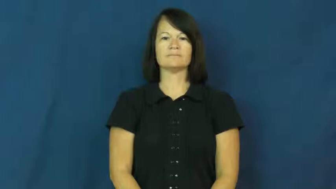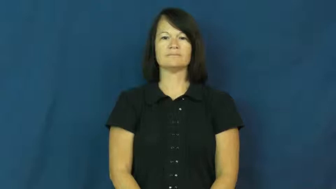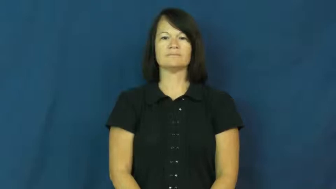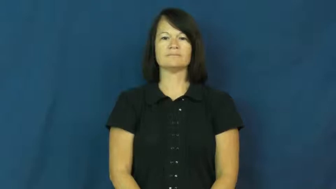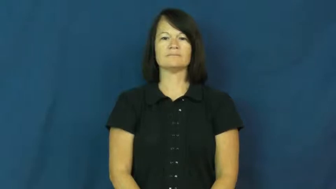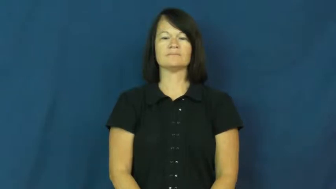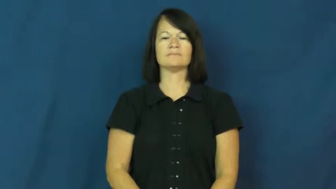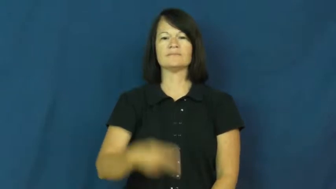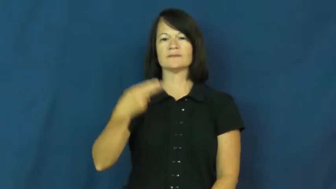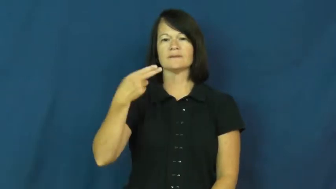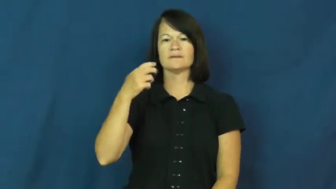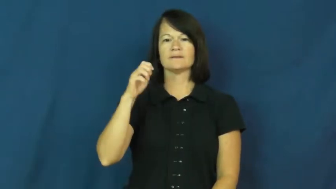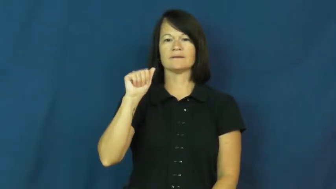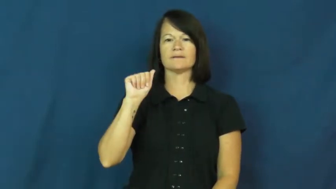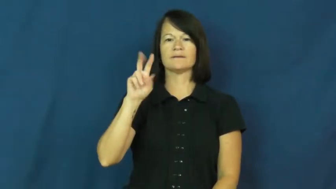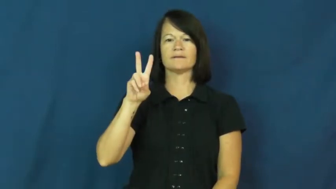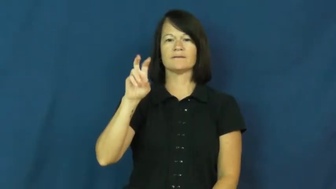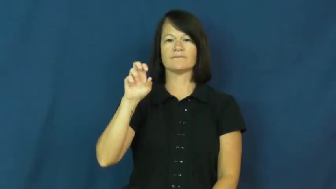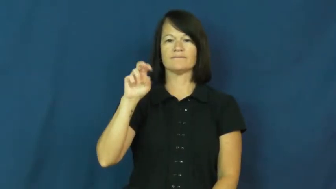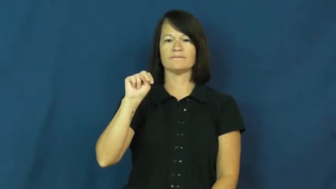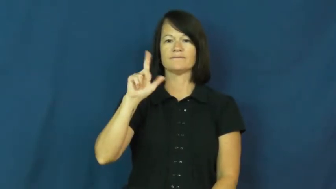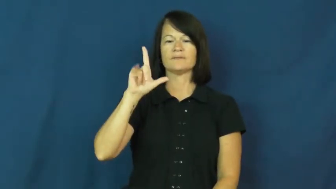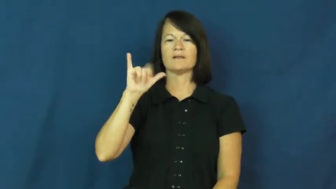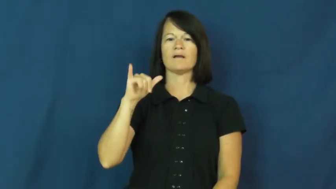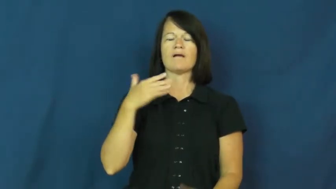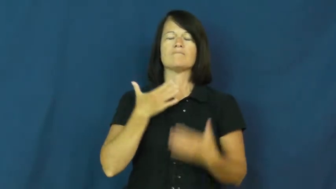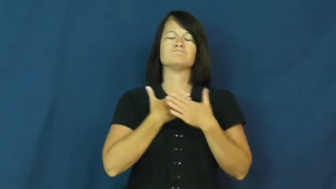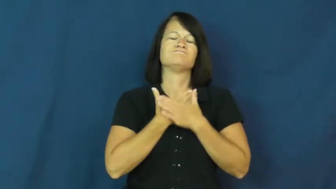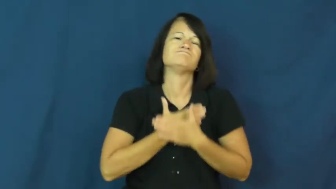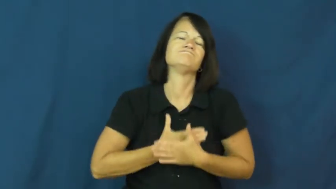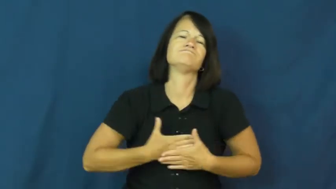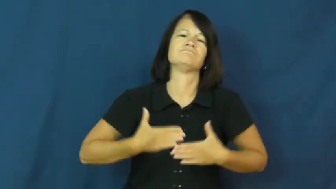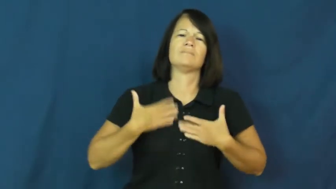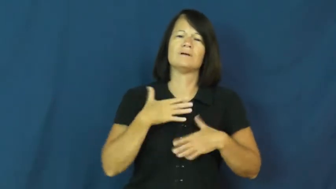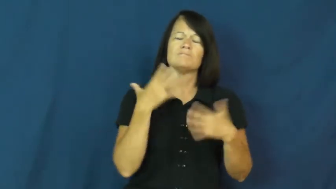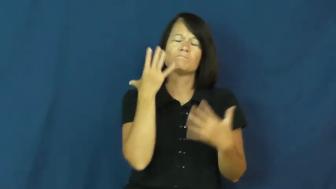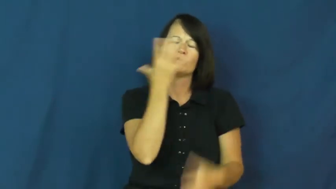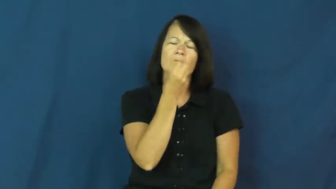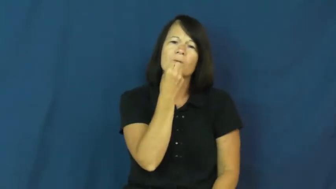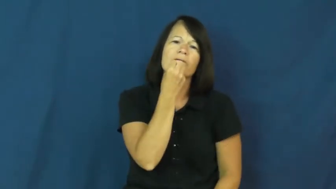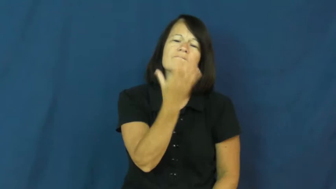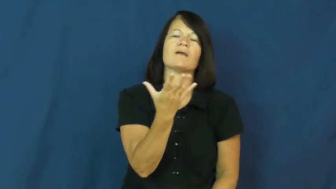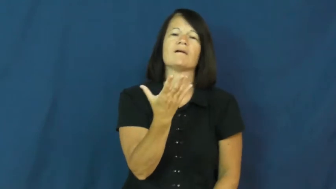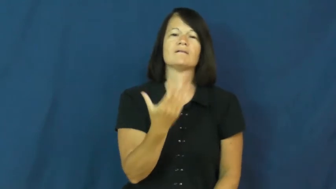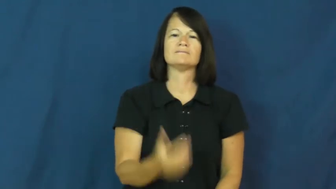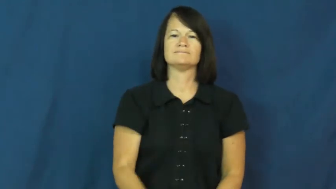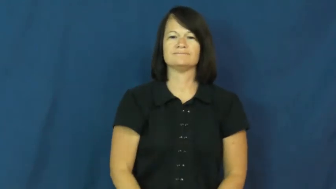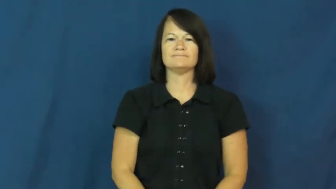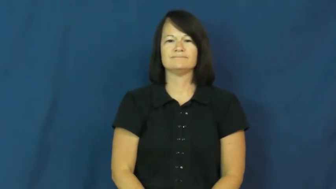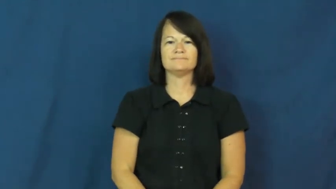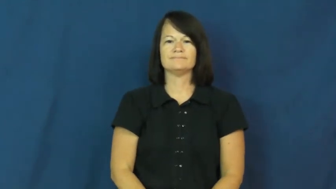heavenly-enjoyable